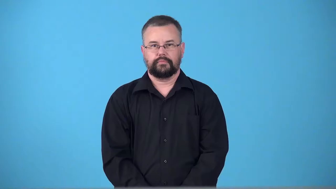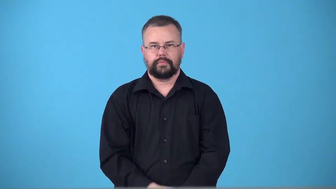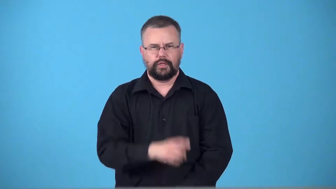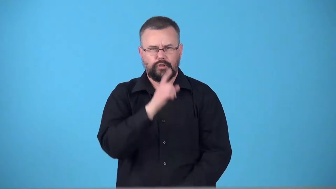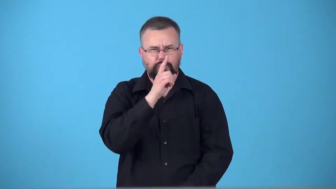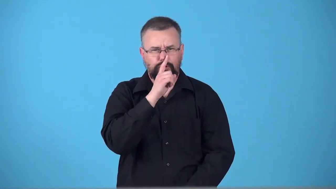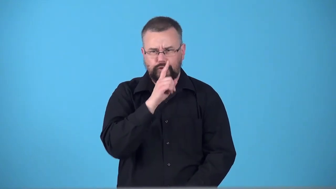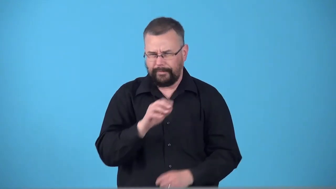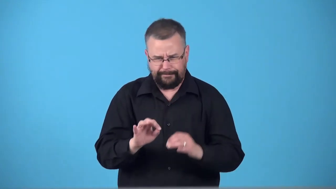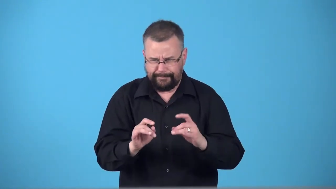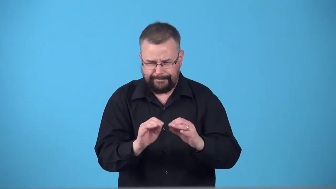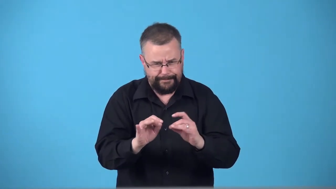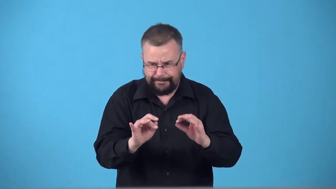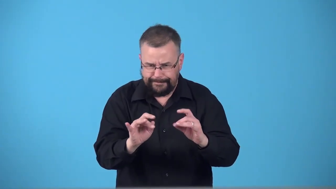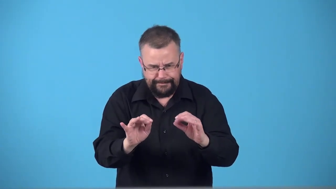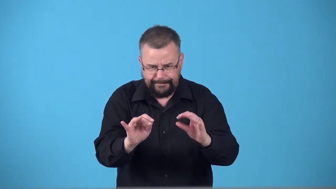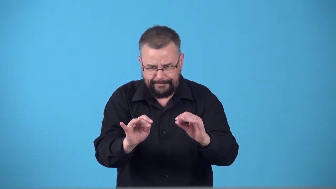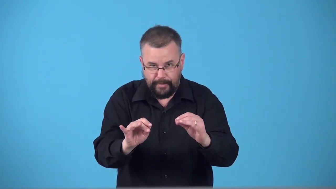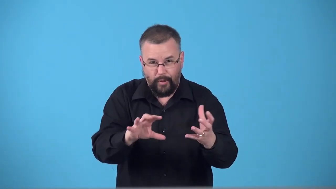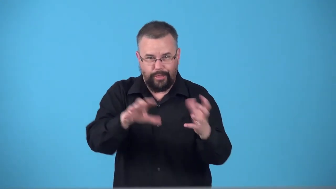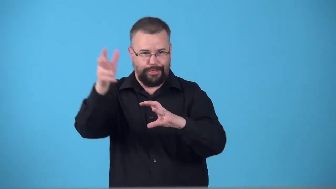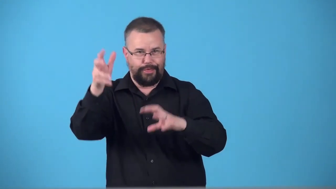tamperer